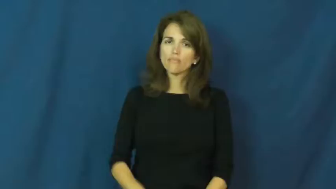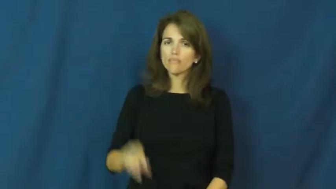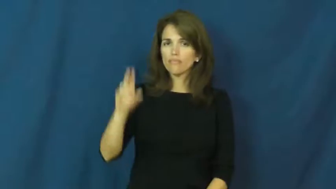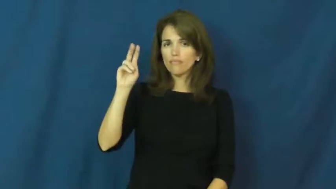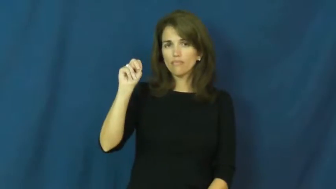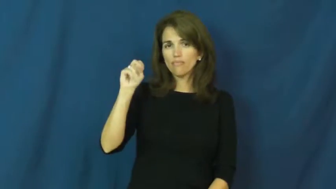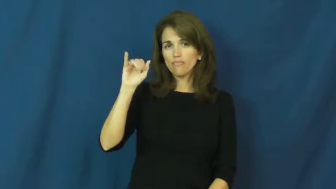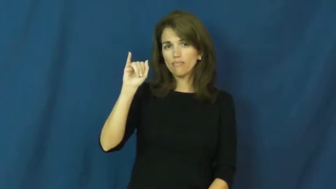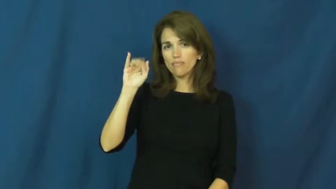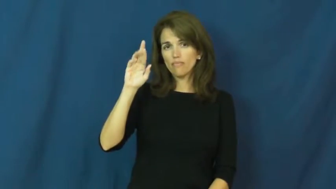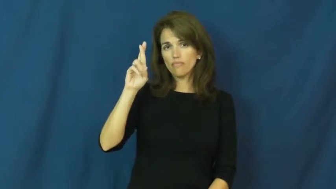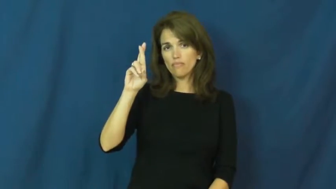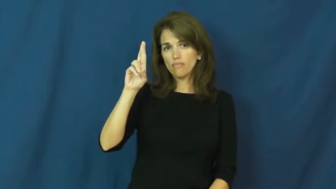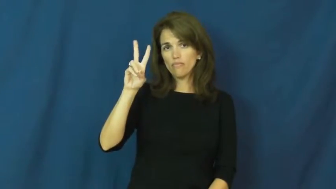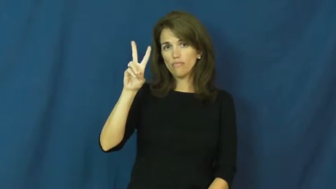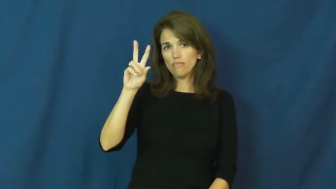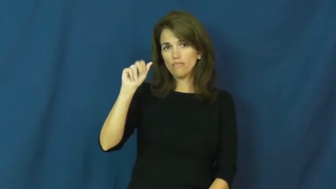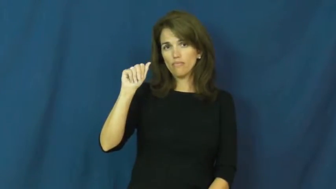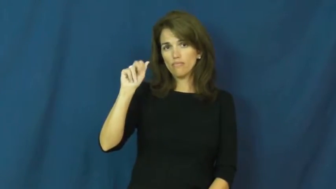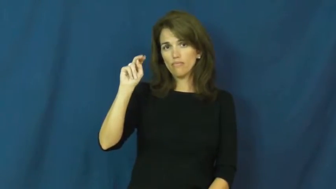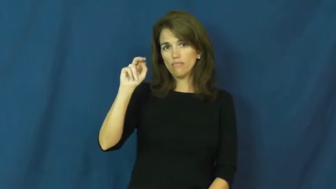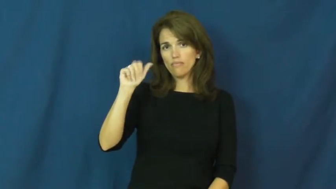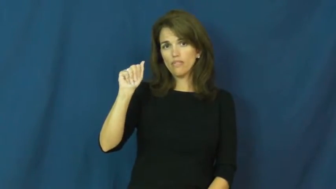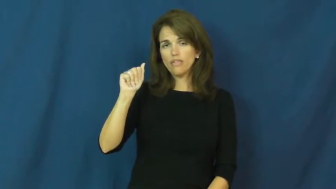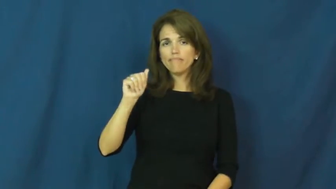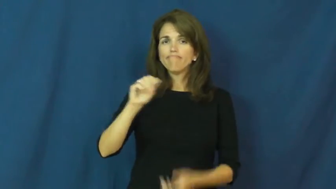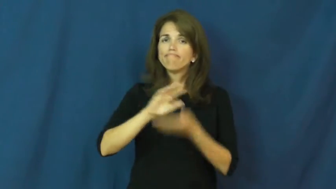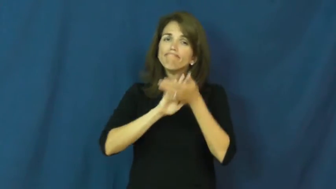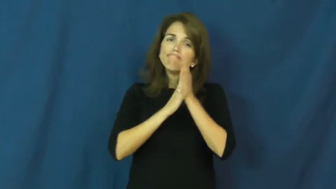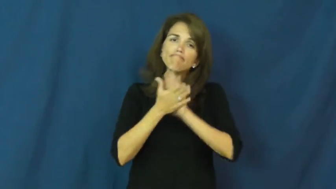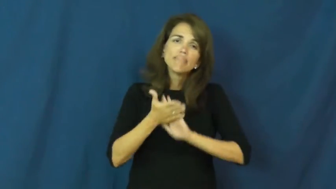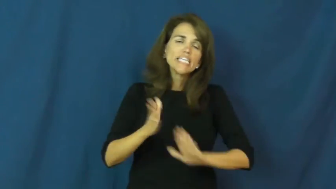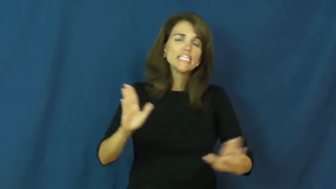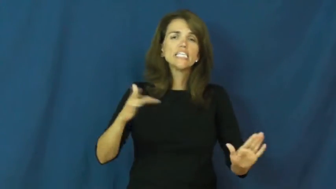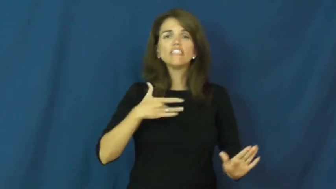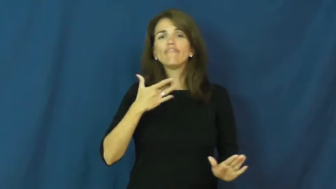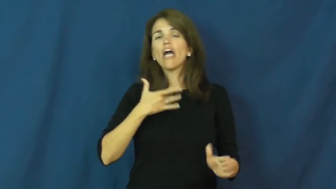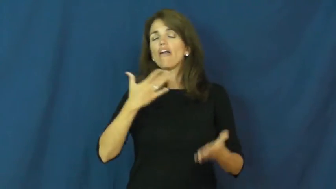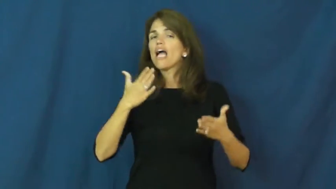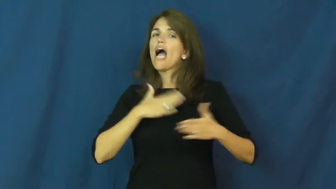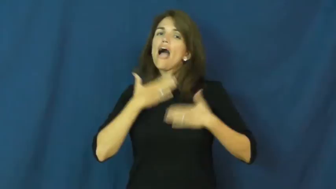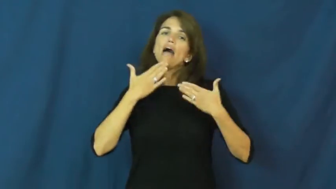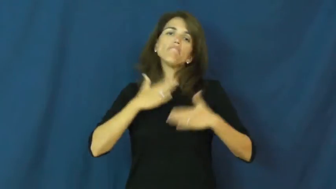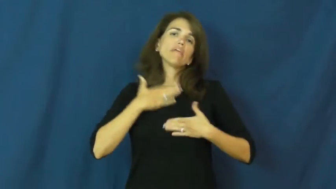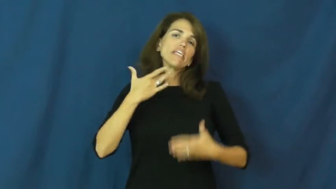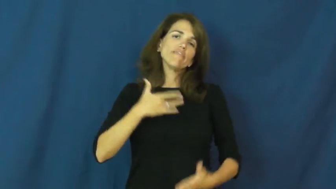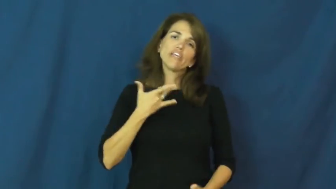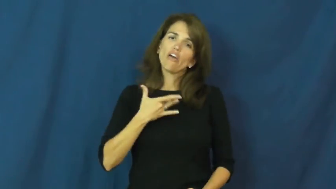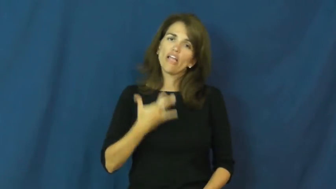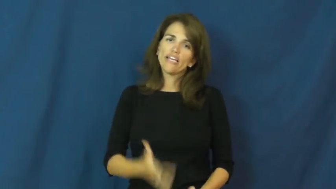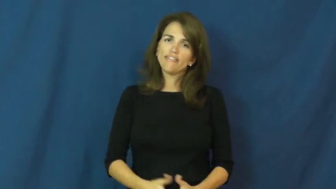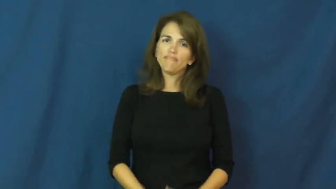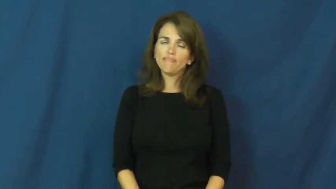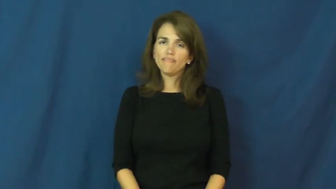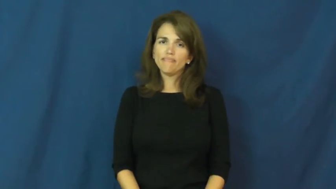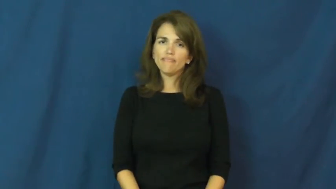nirvana